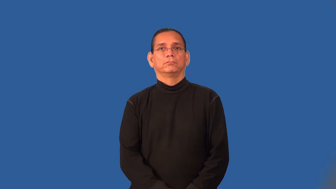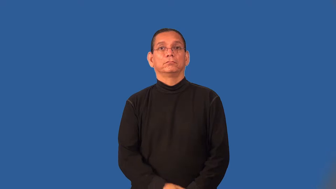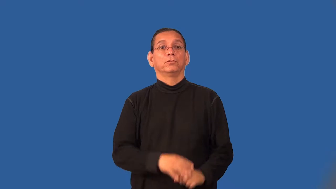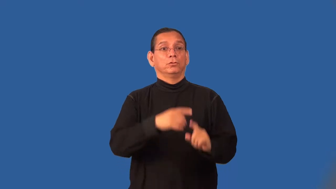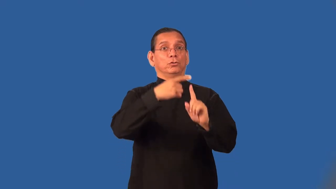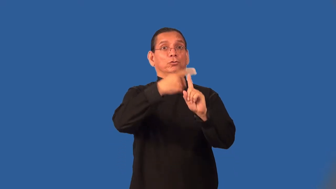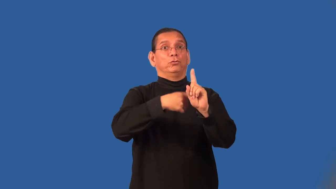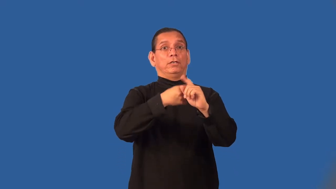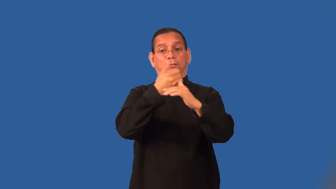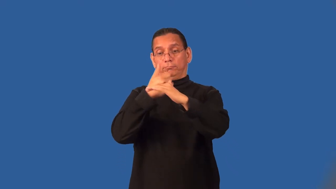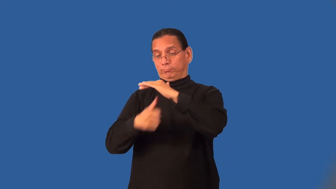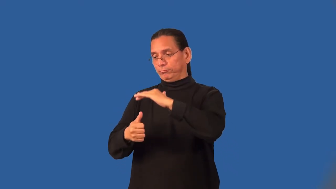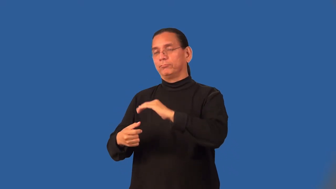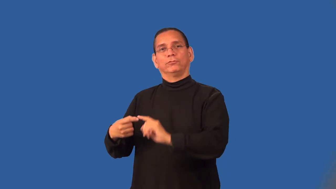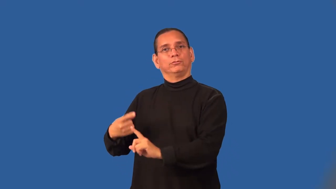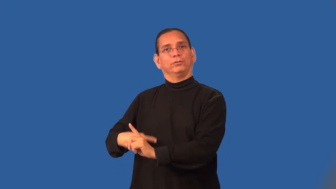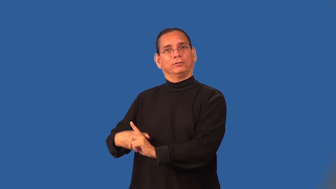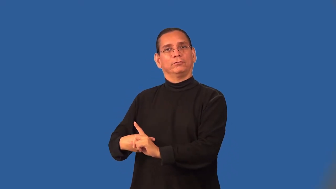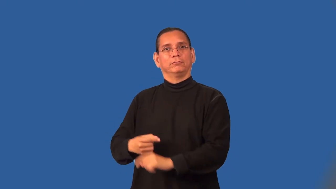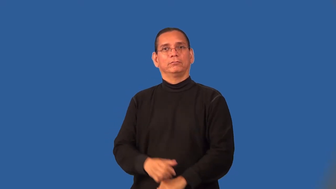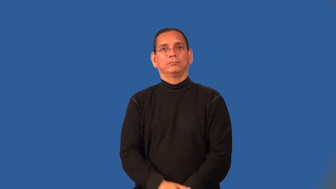sublease